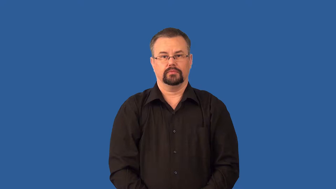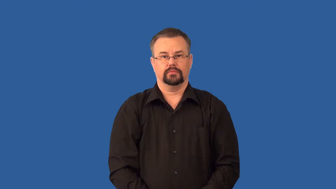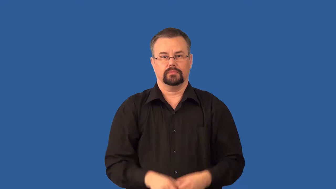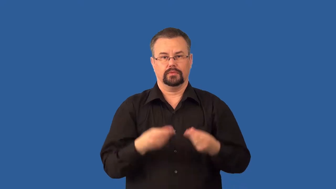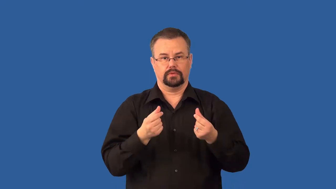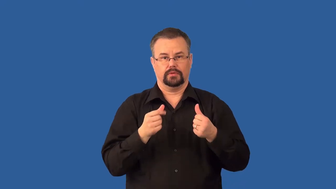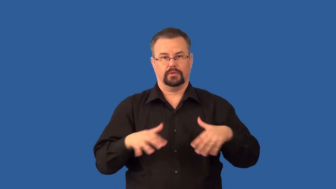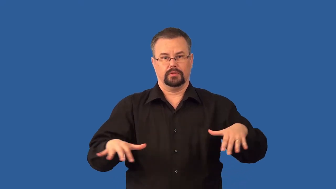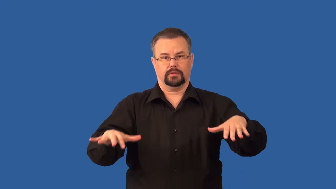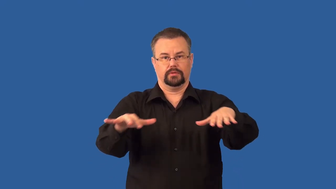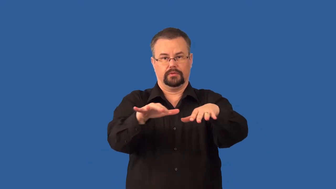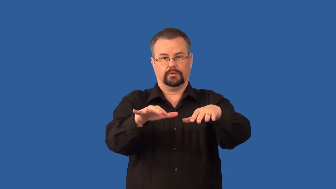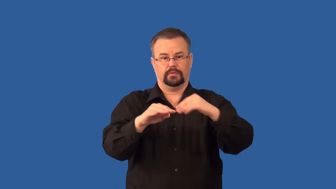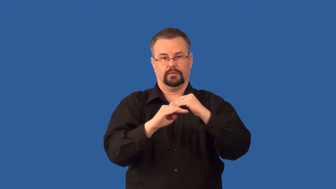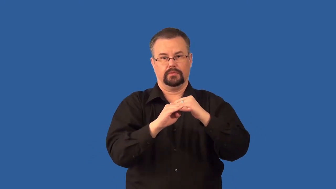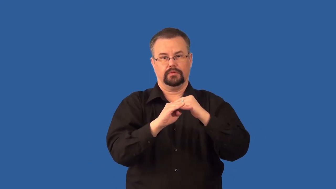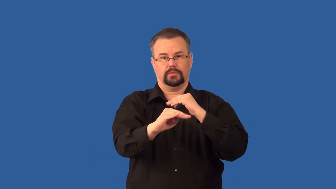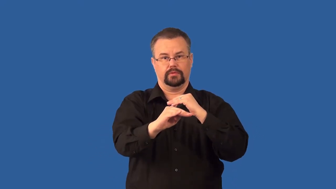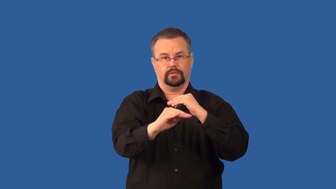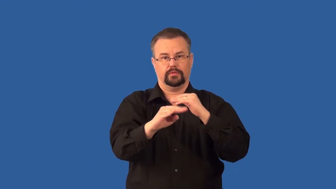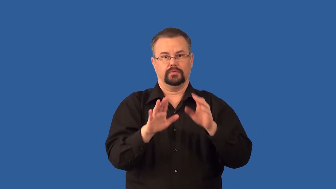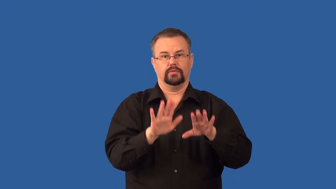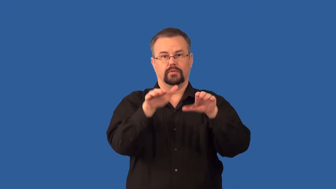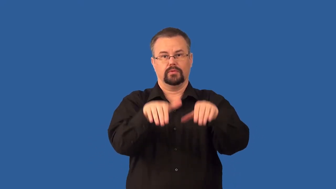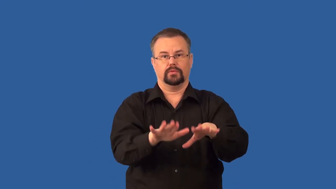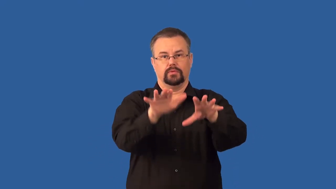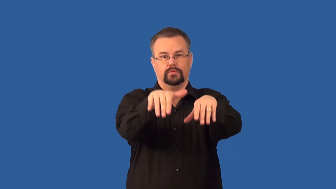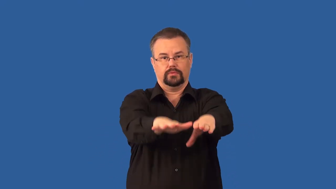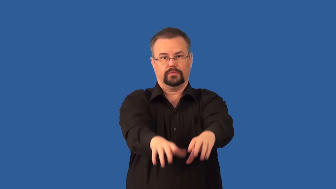shelf-continental